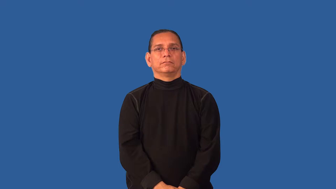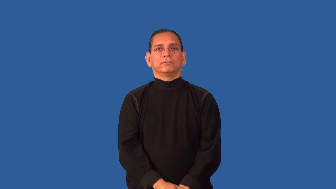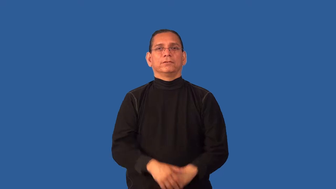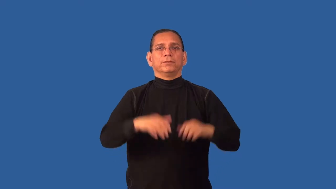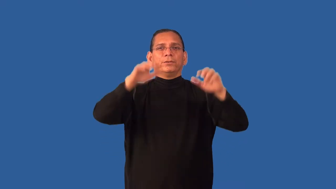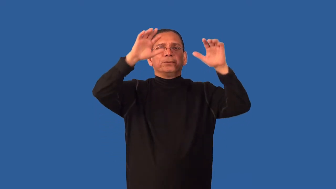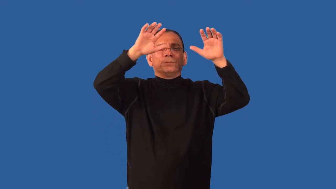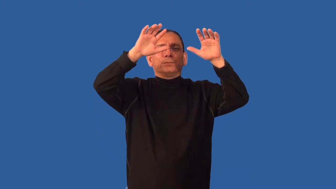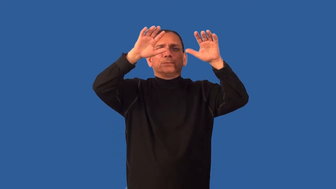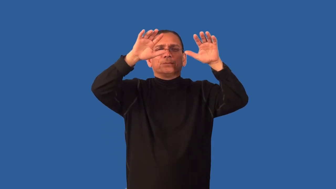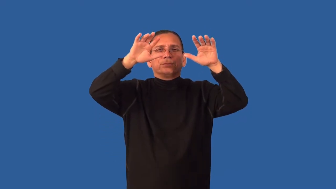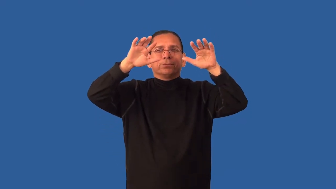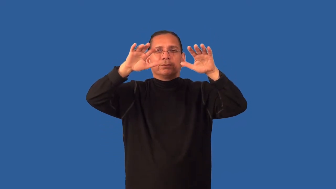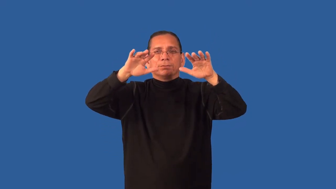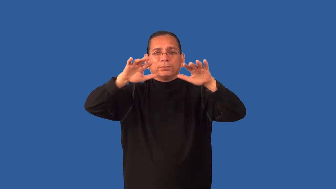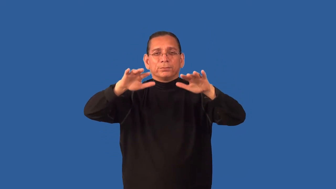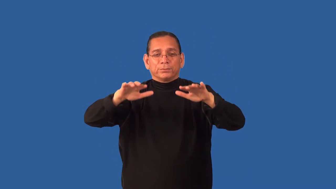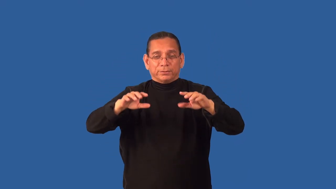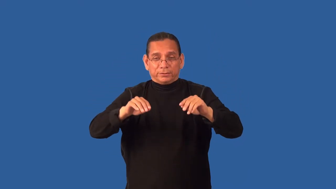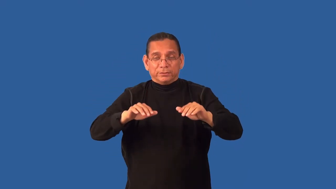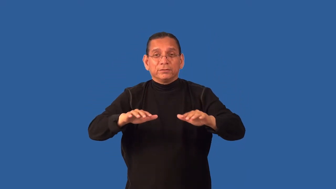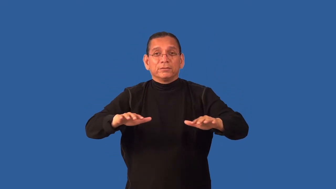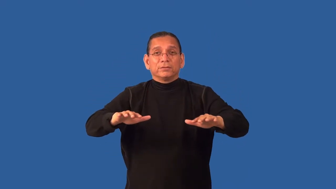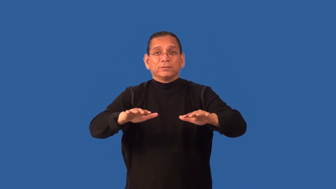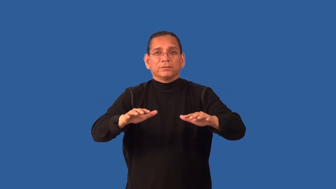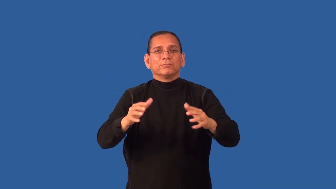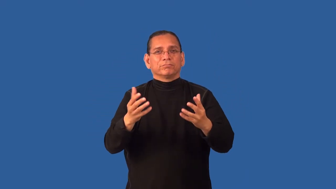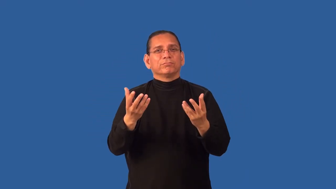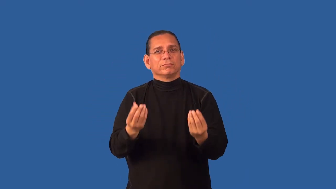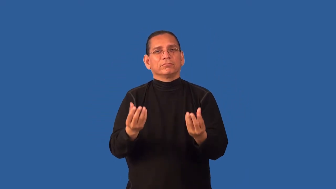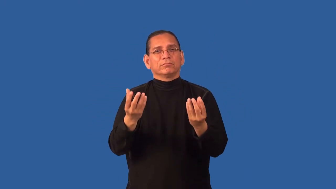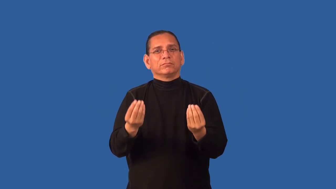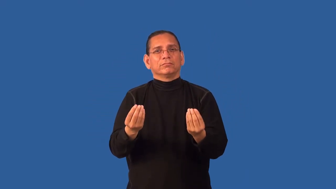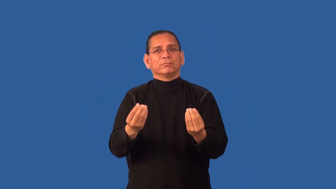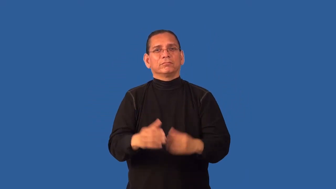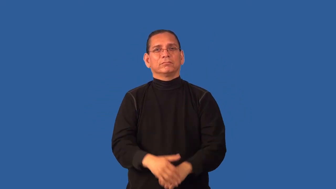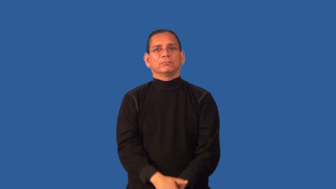dew